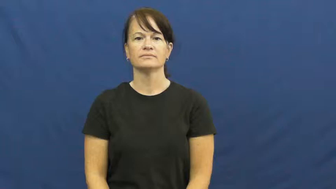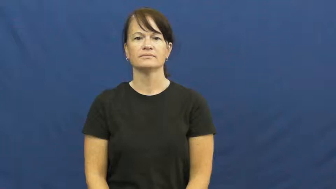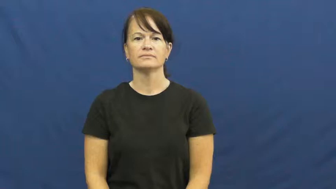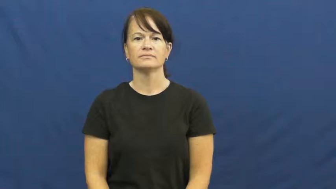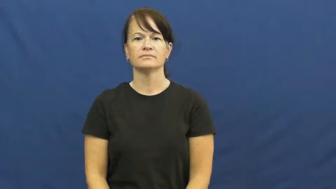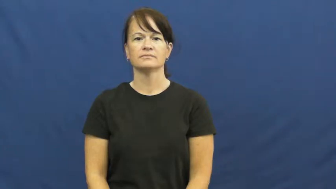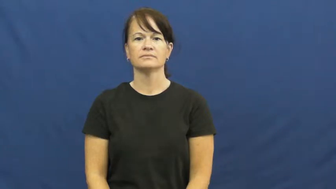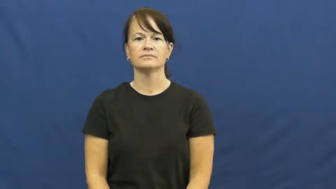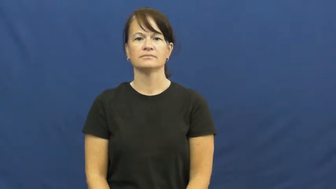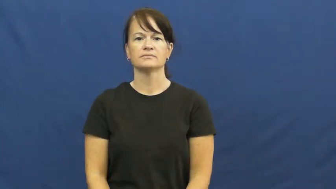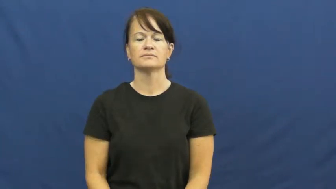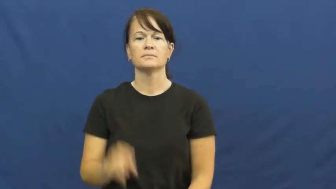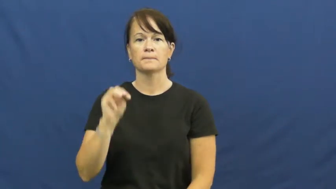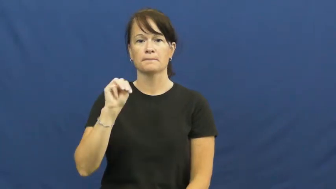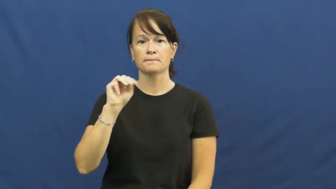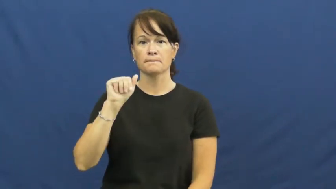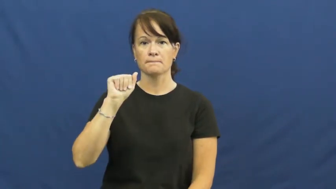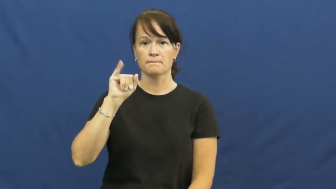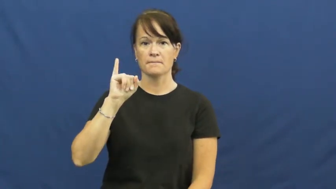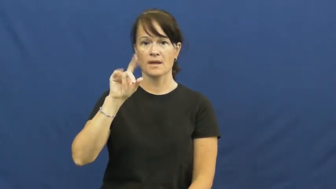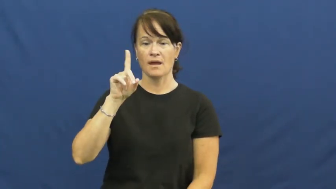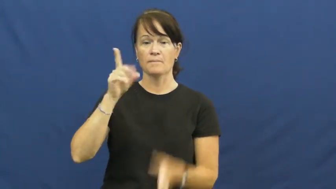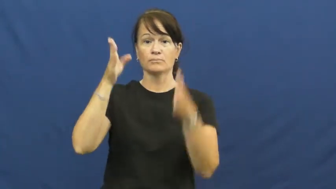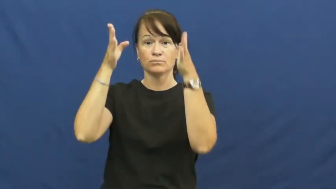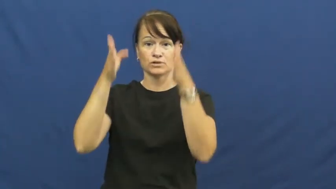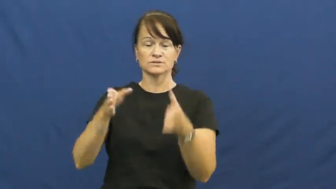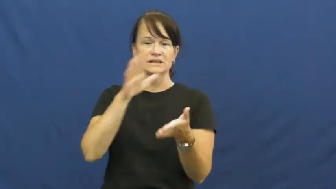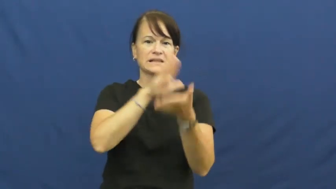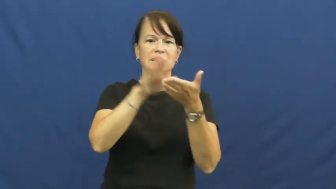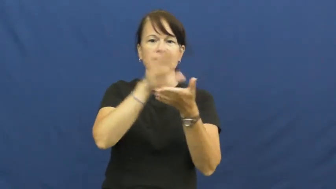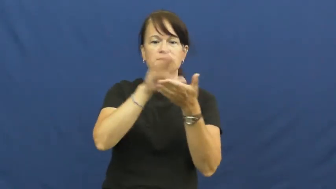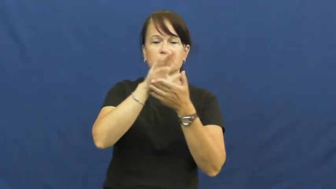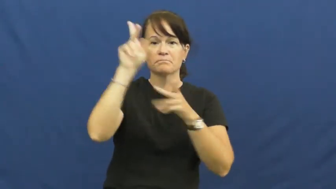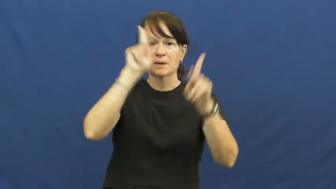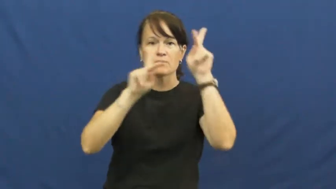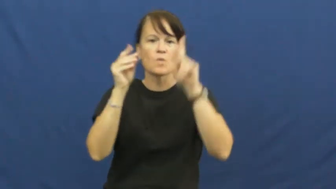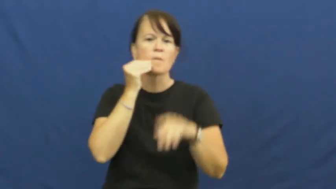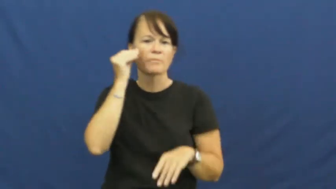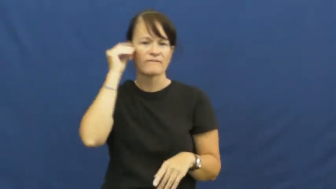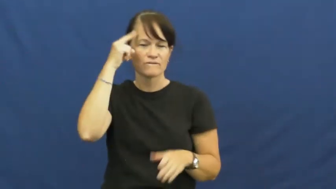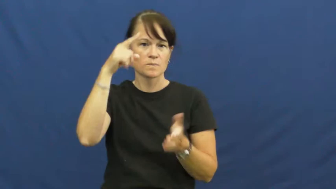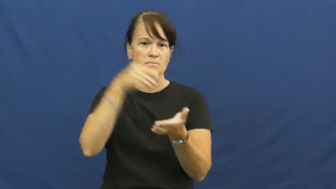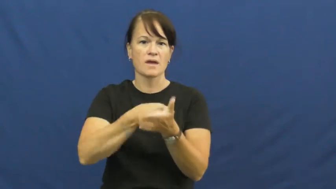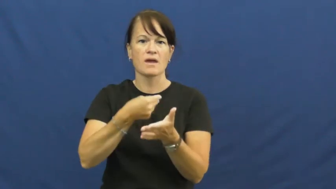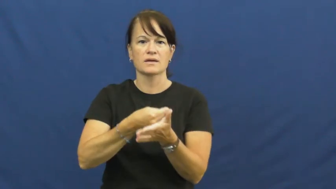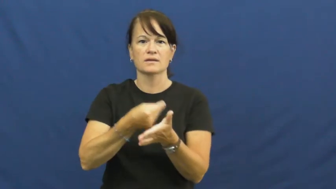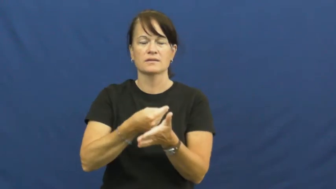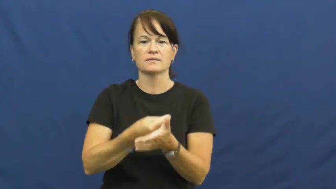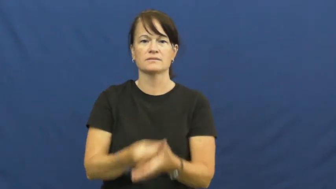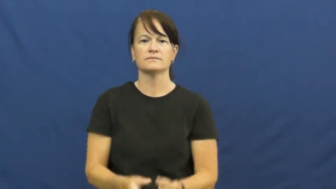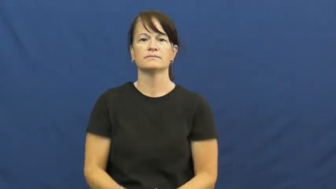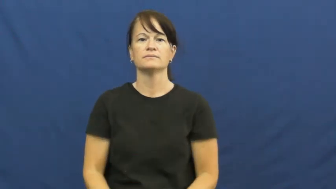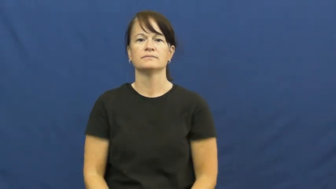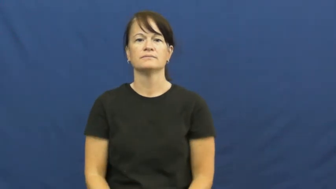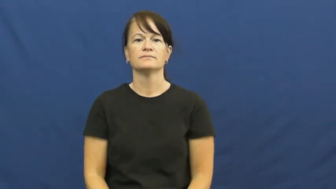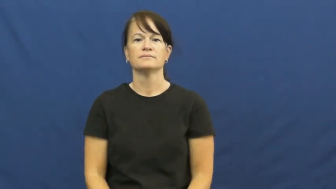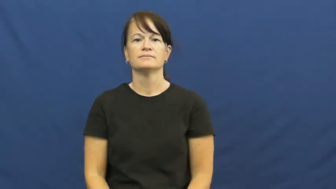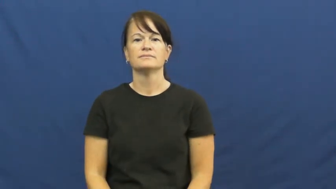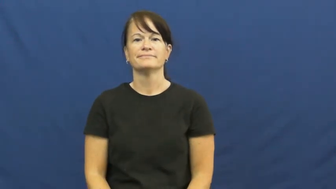maid,handmaid,housemaid,maidservant